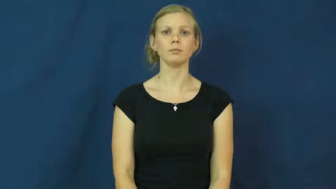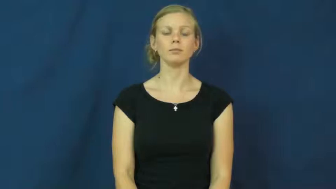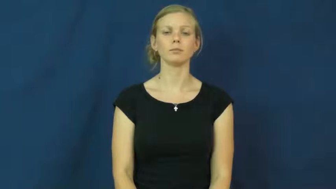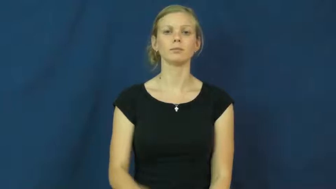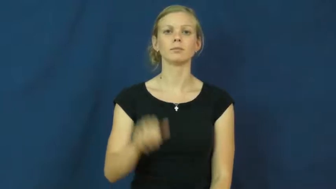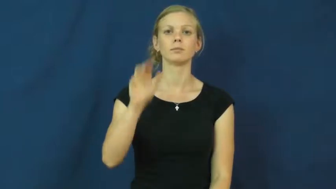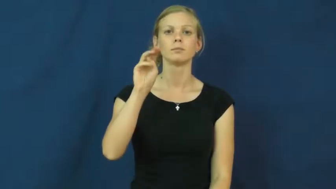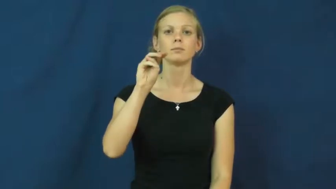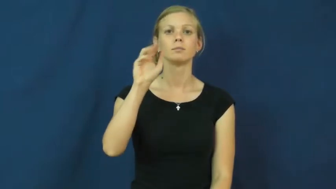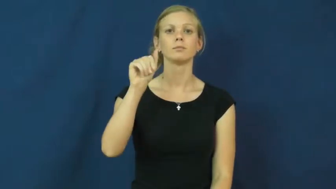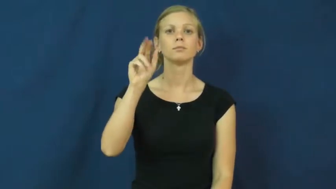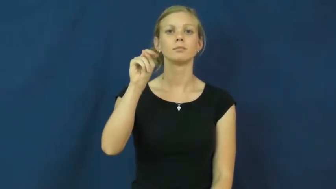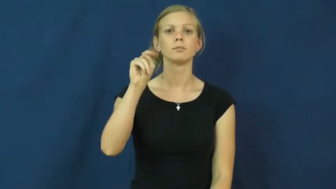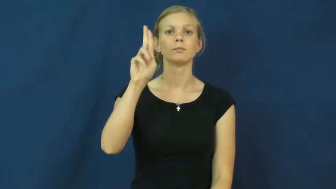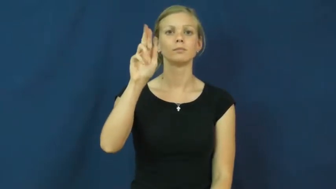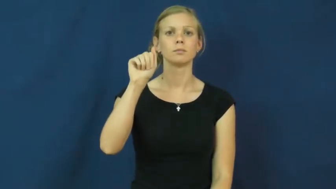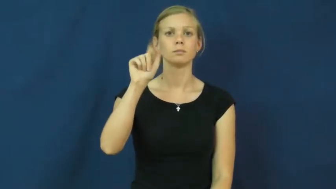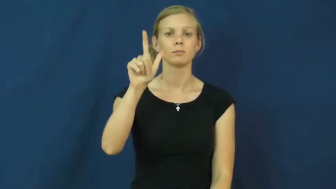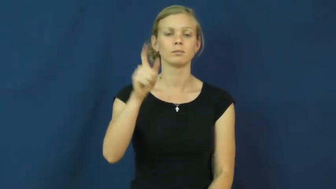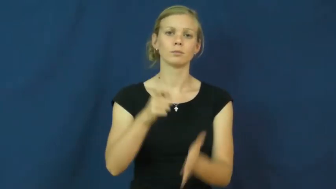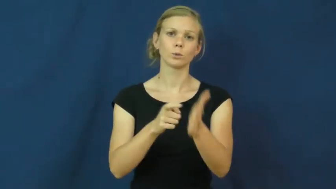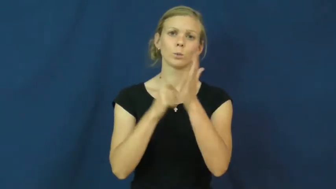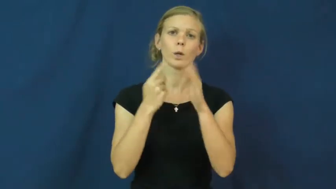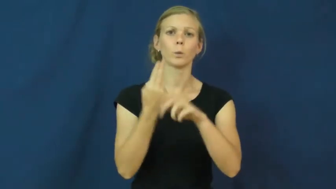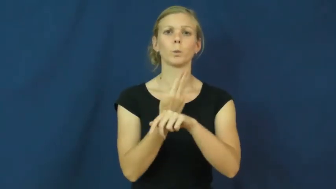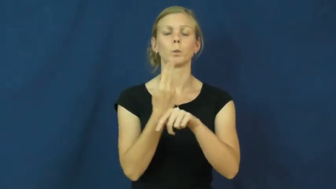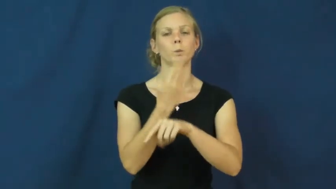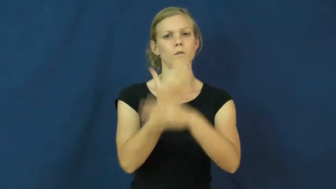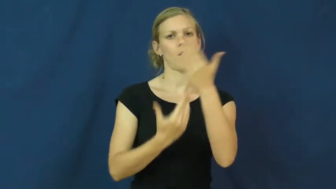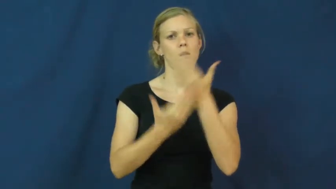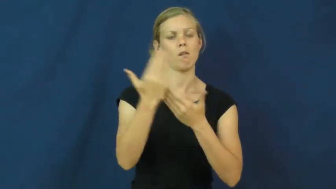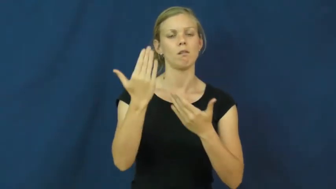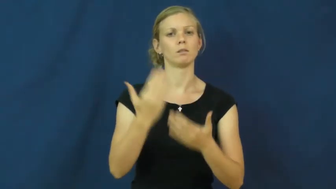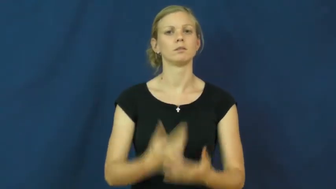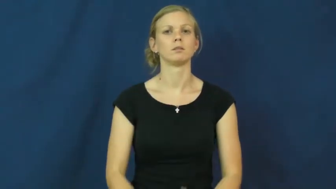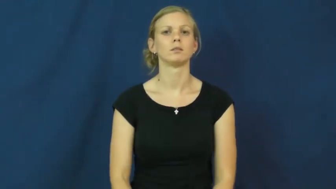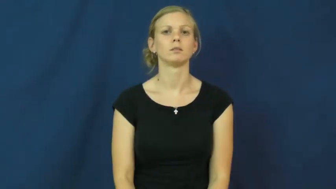manual-use hands